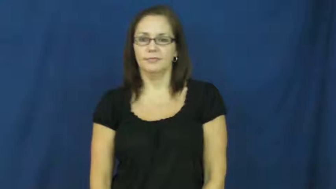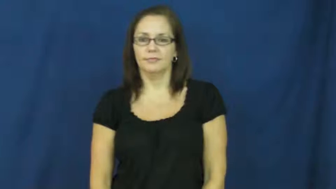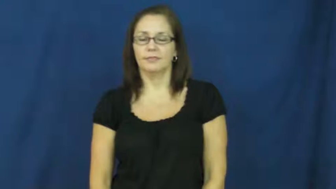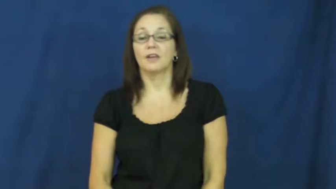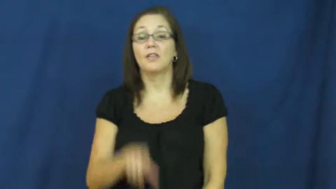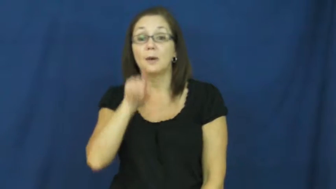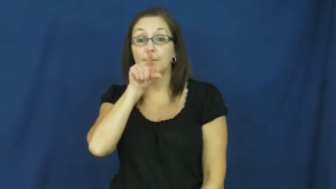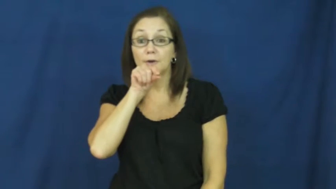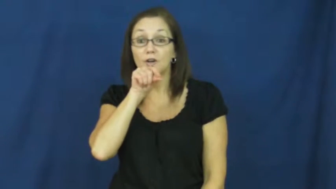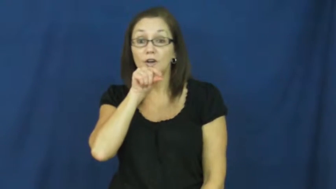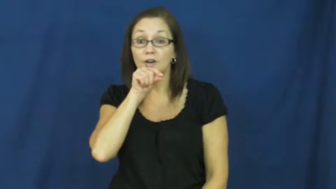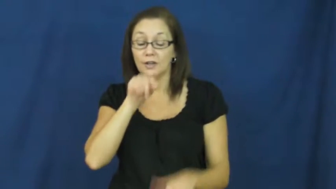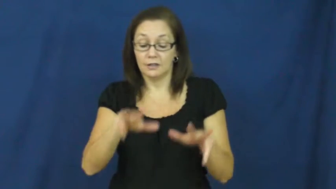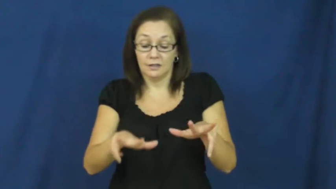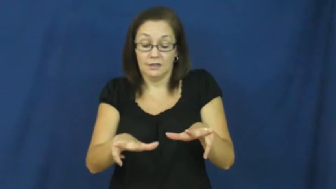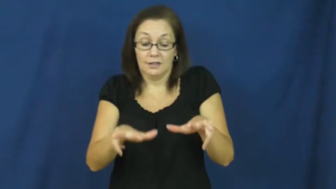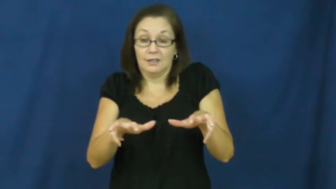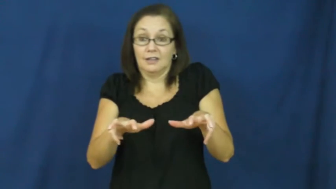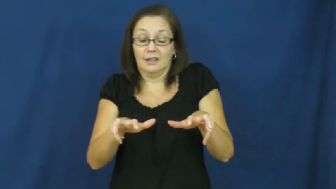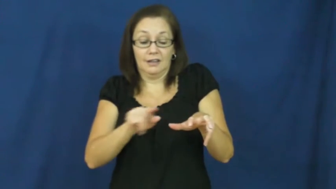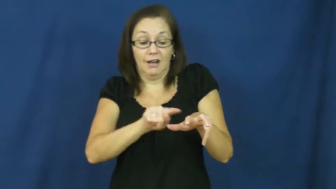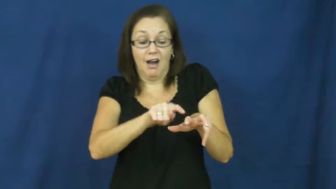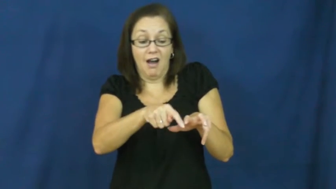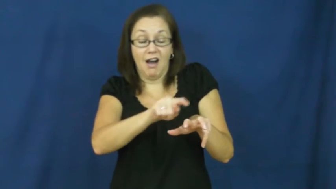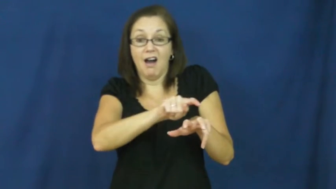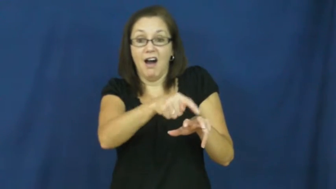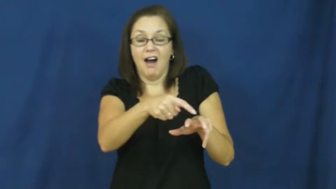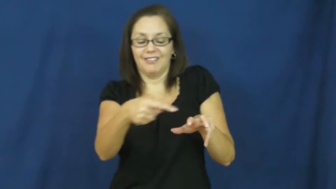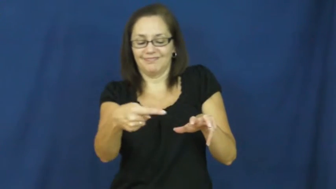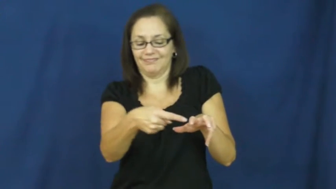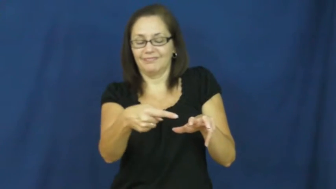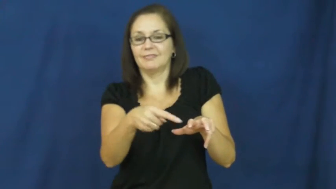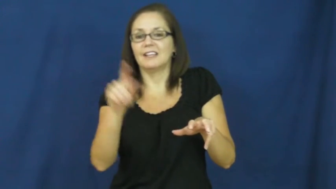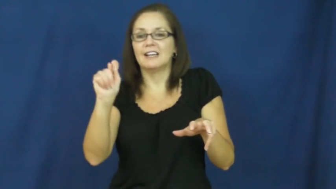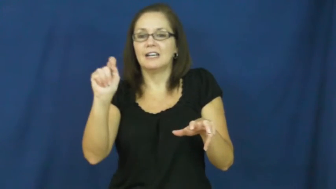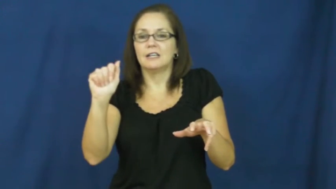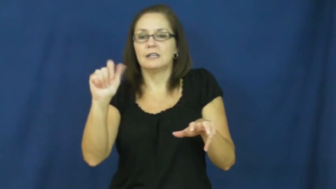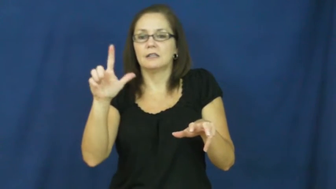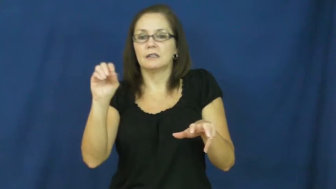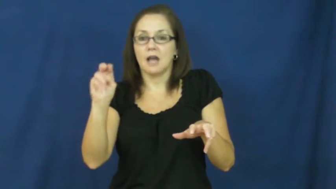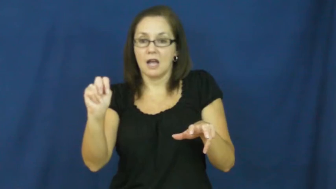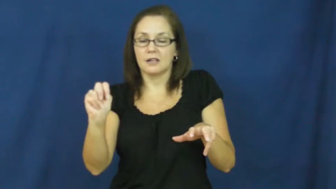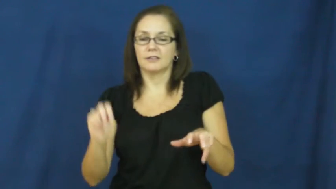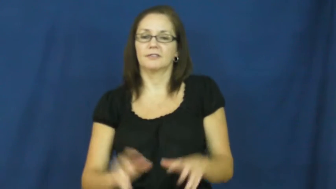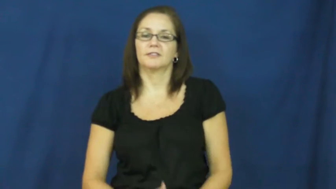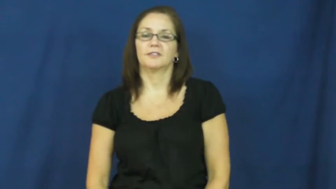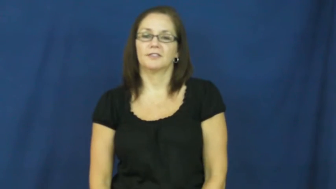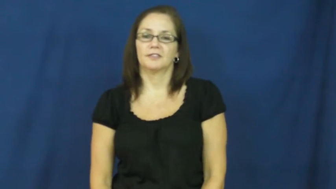talon